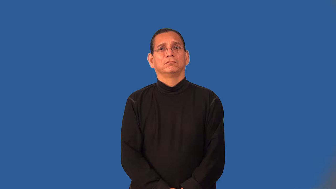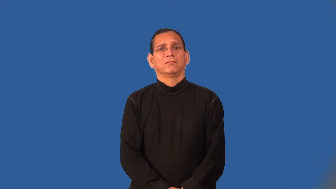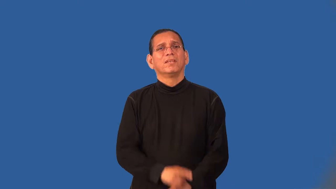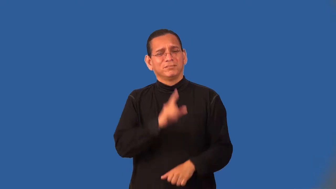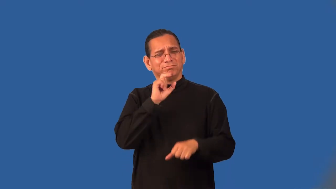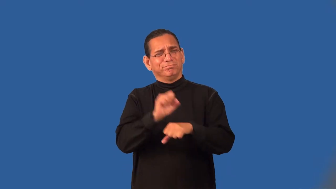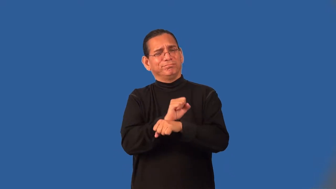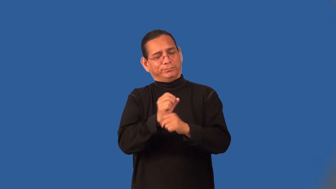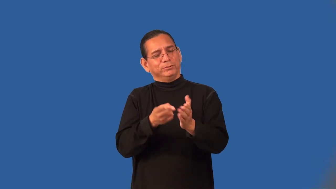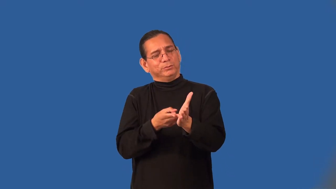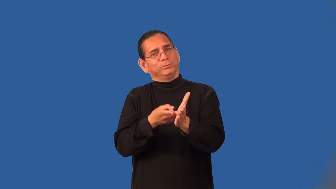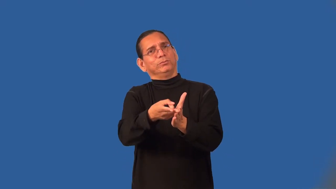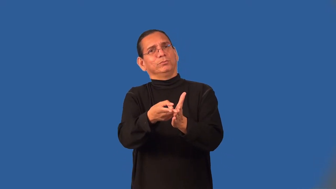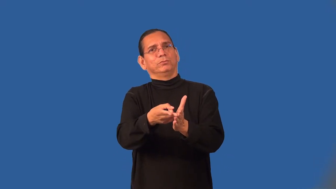truism